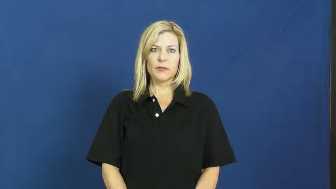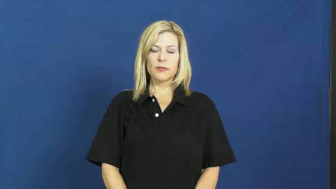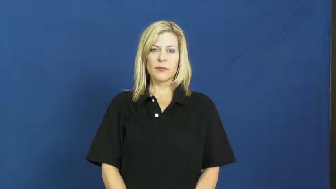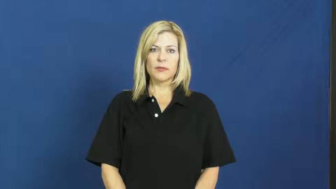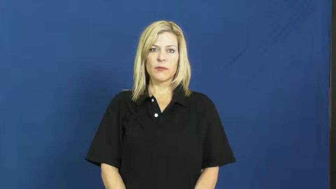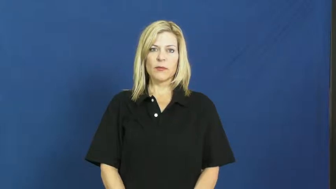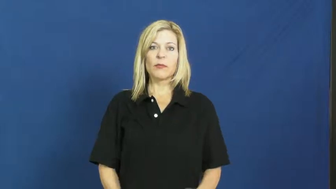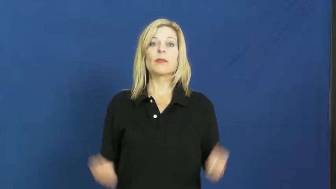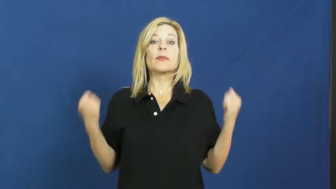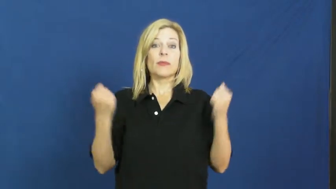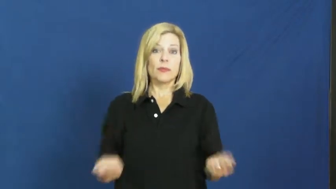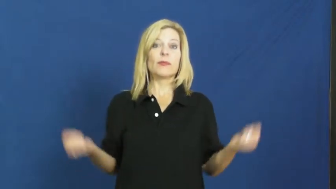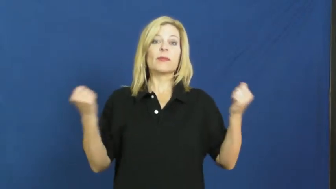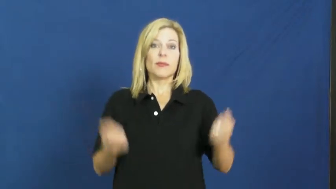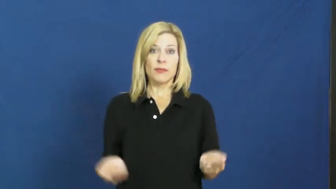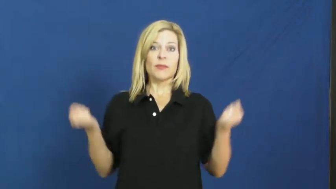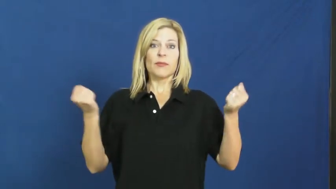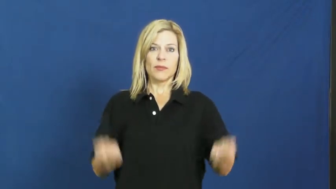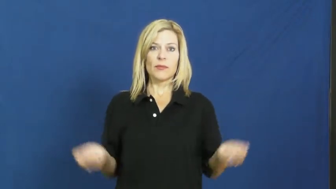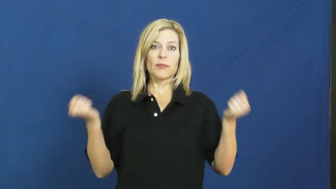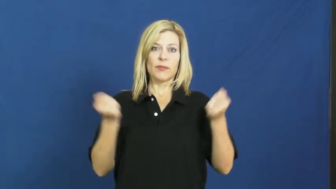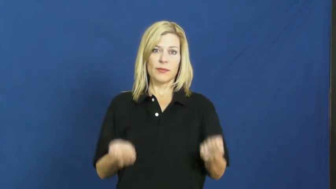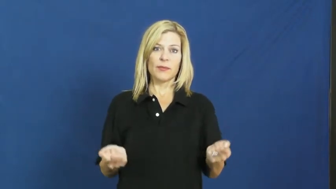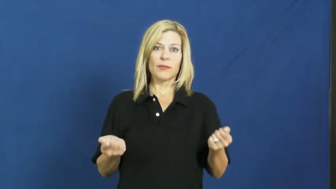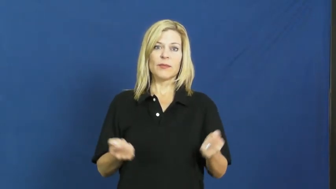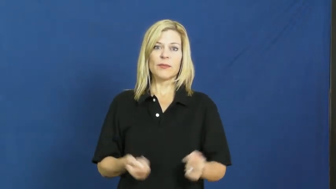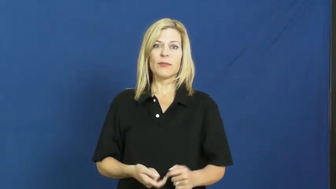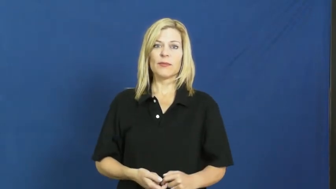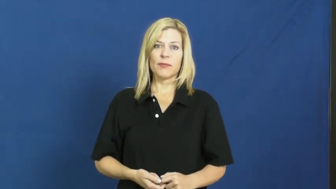jump,jumprope-rope